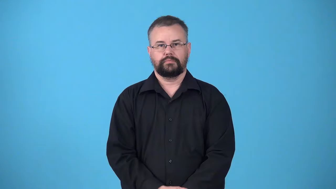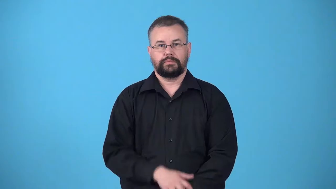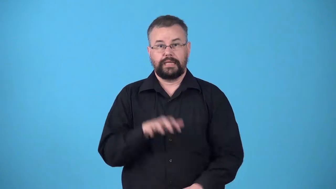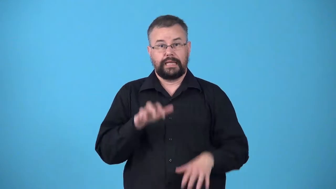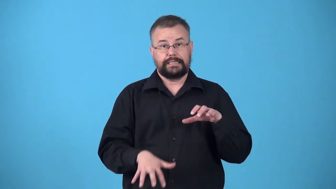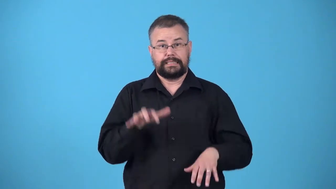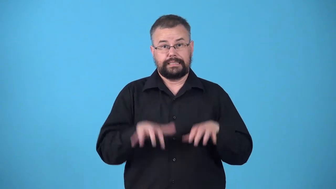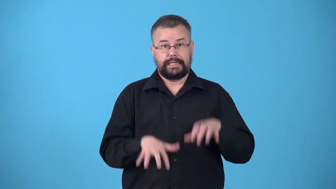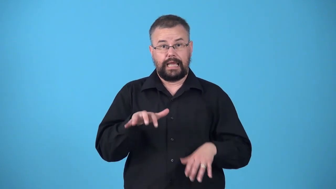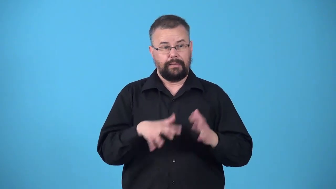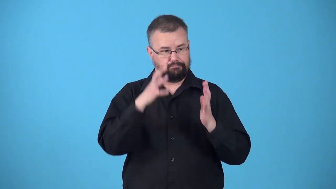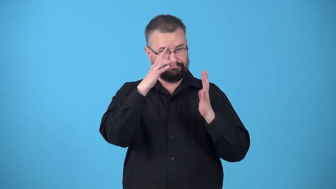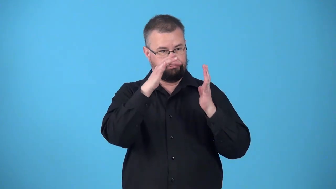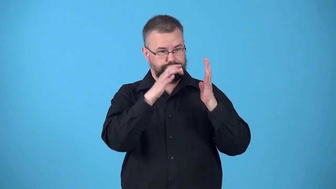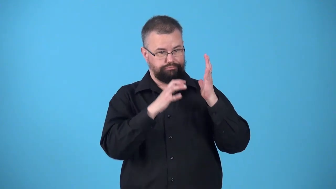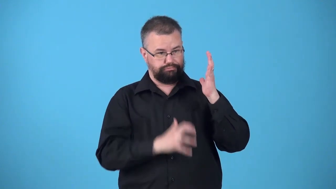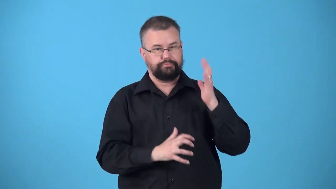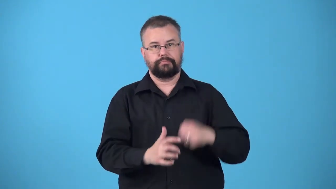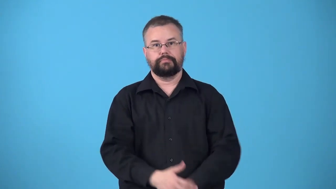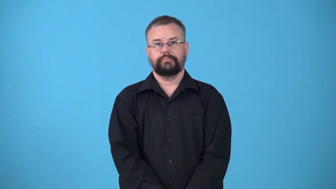typescript